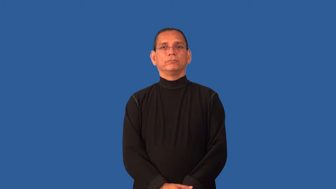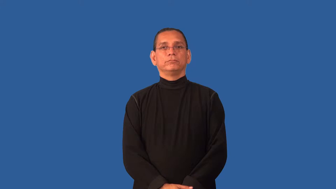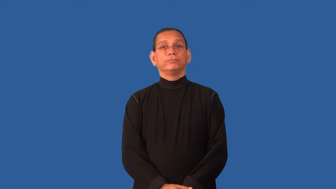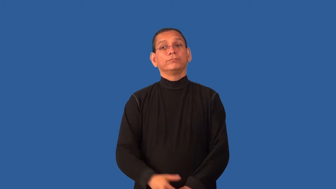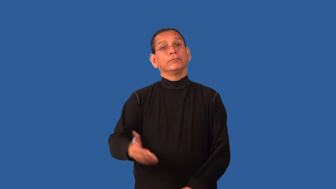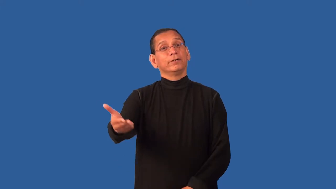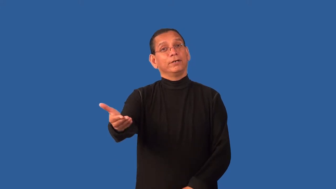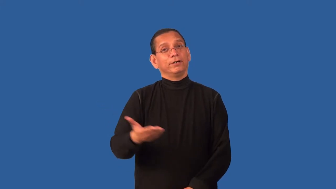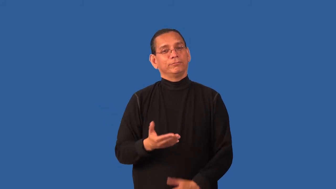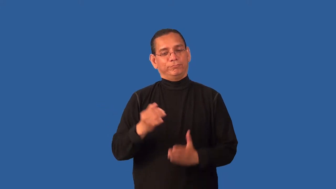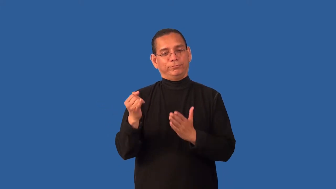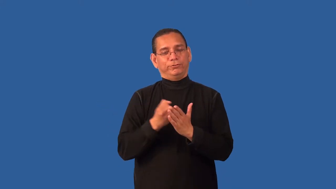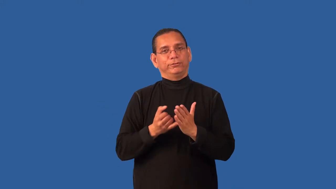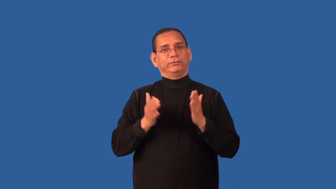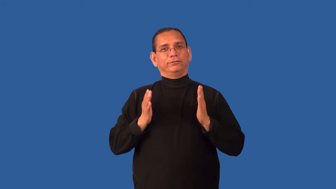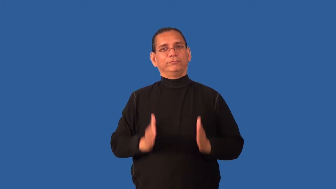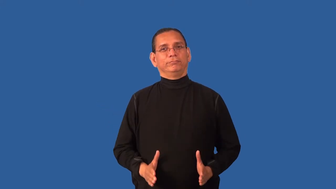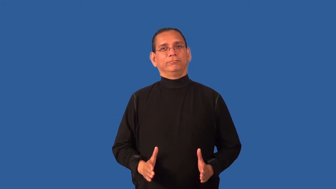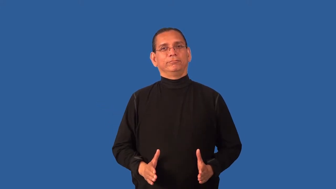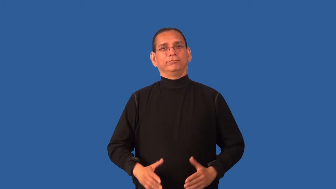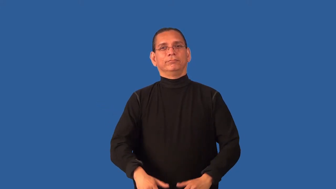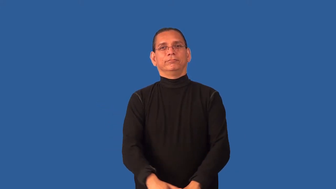commission-an artist to work